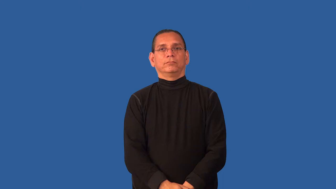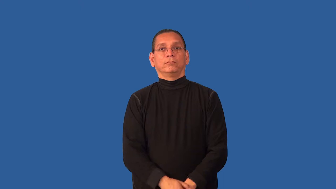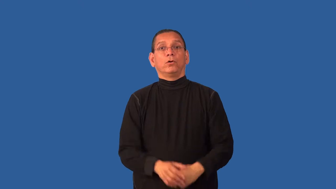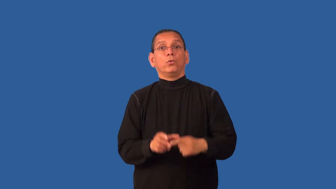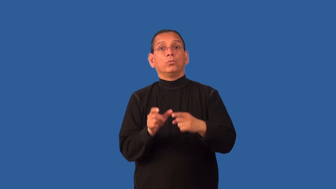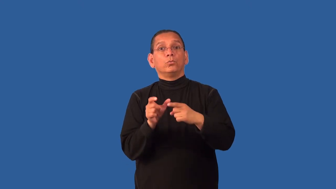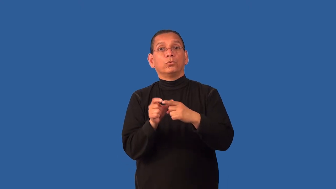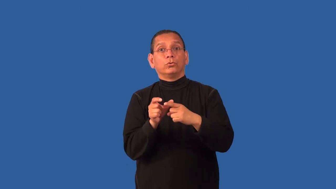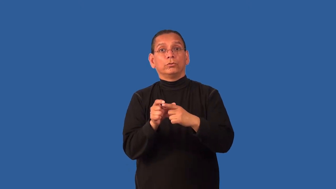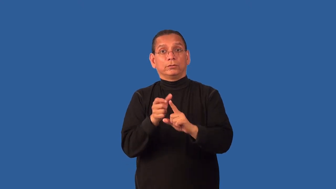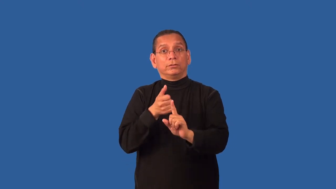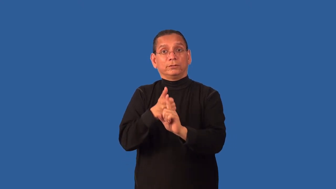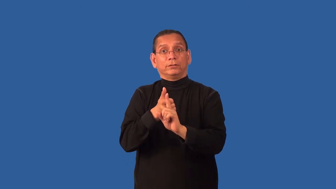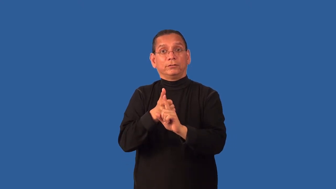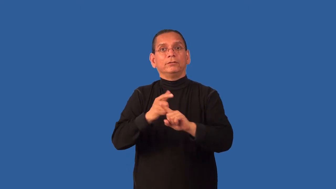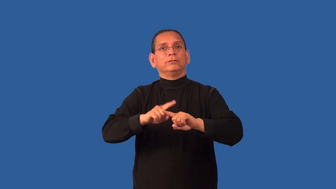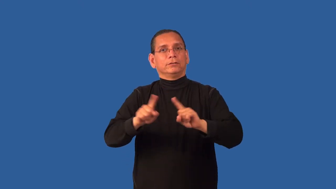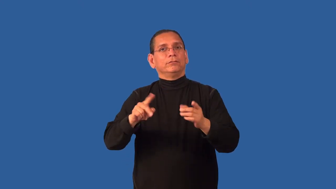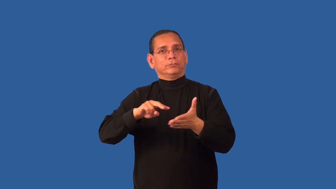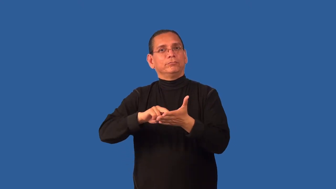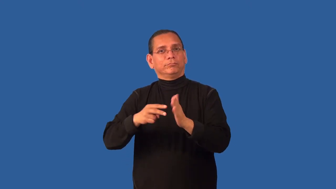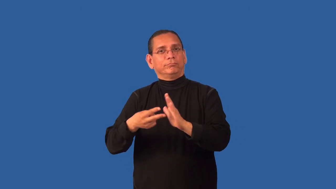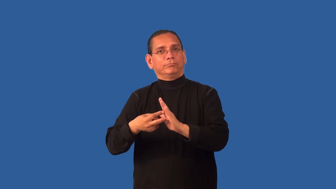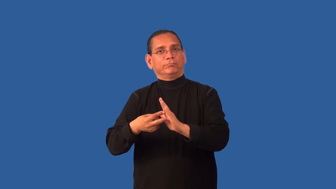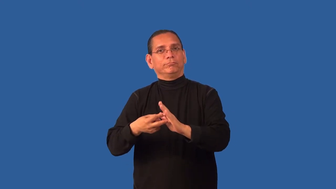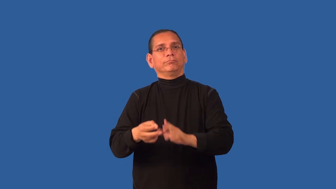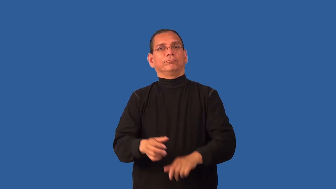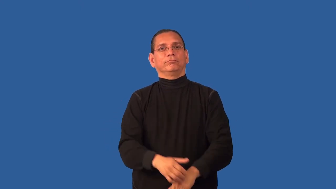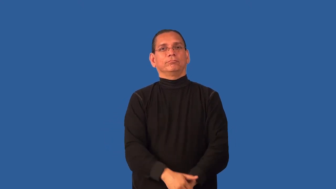connote